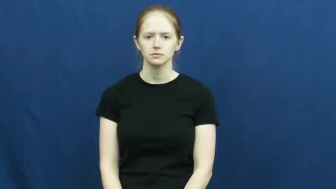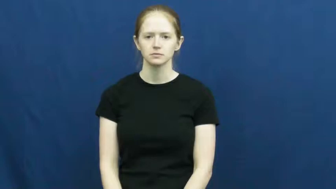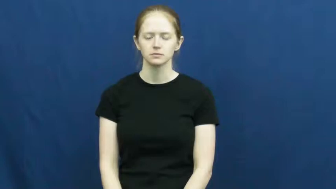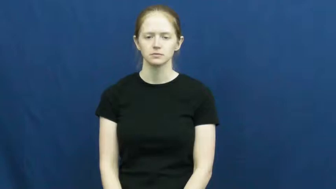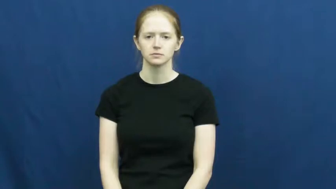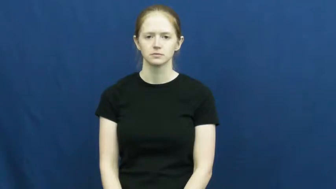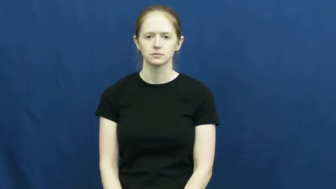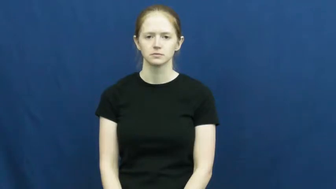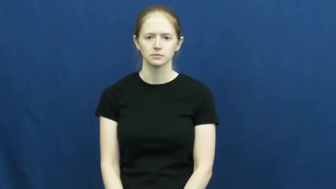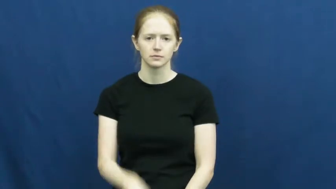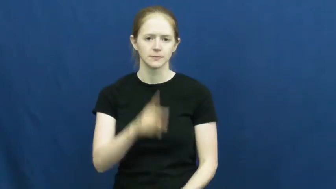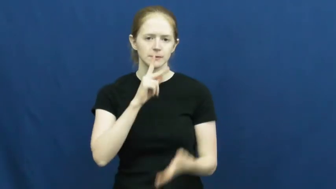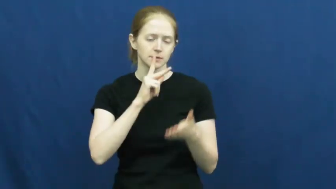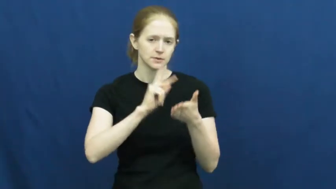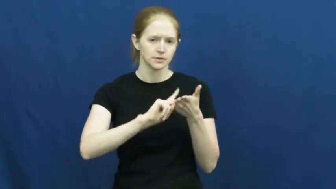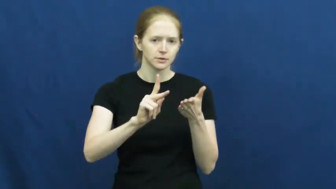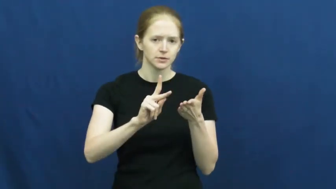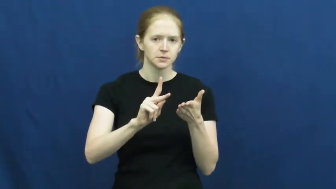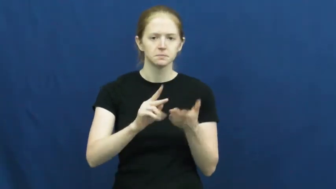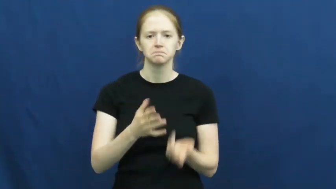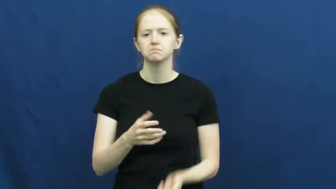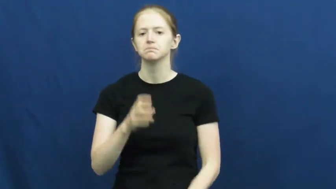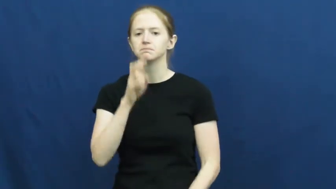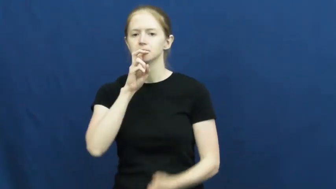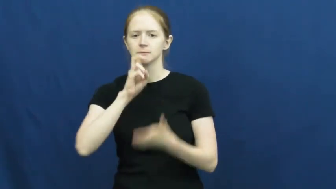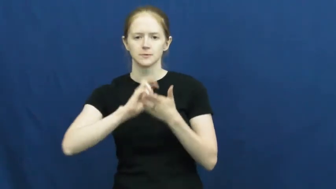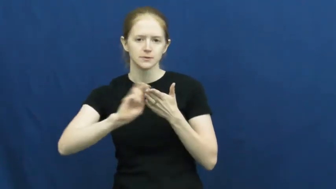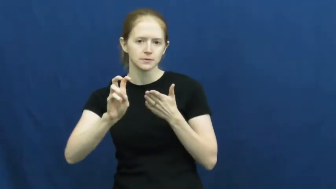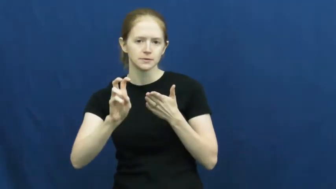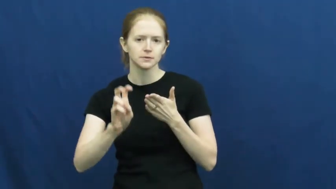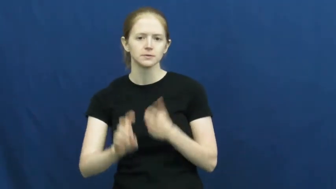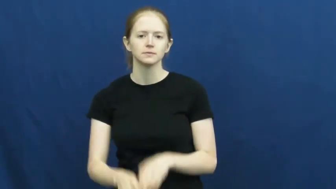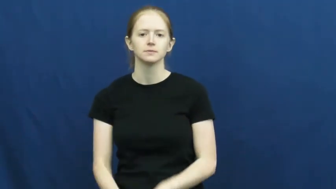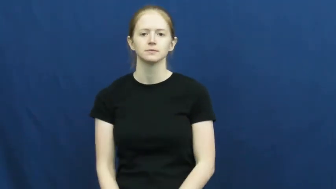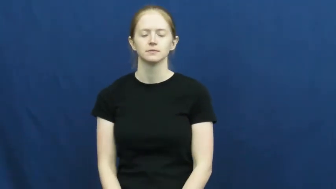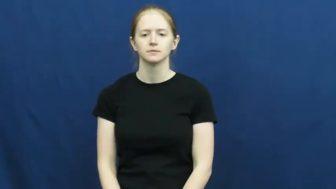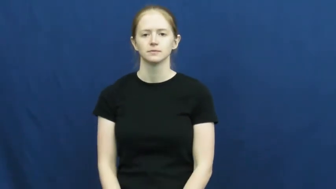secretary